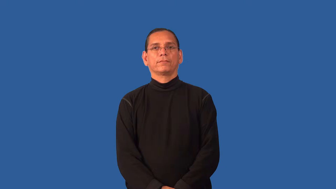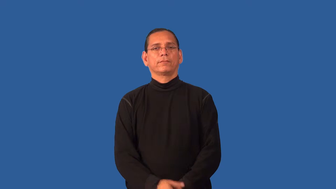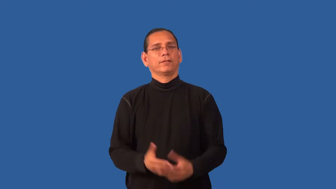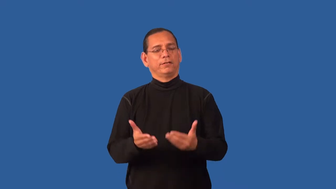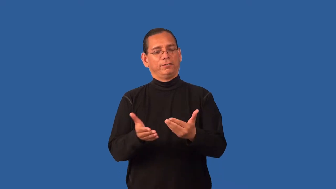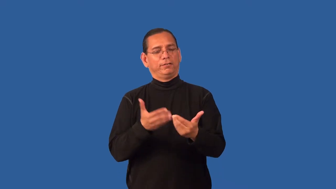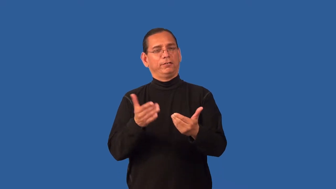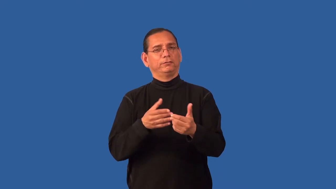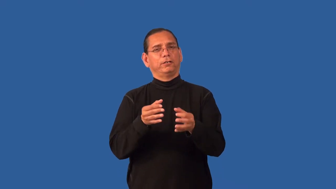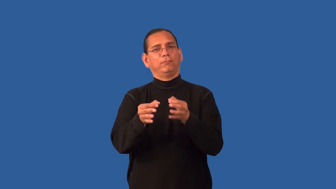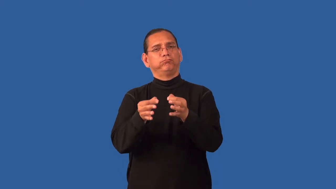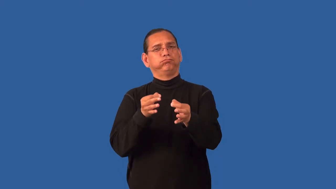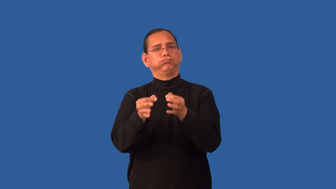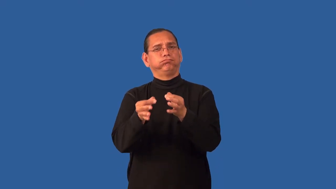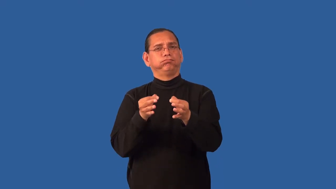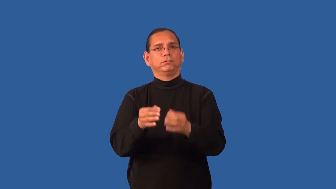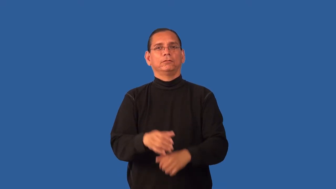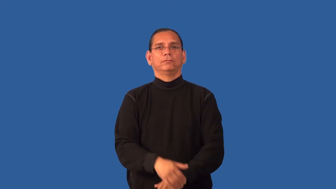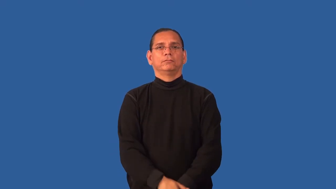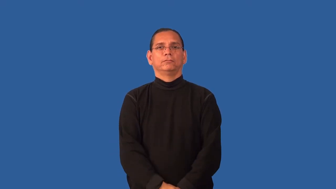explicable,explainable